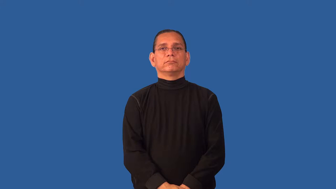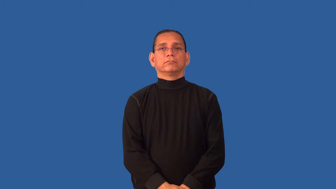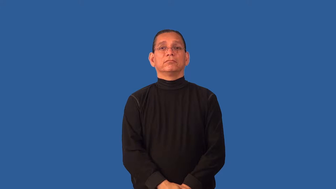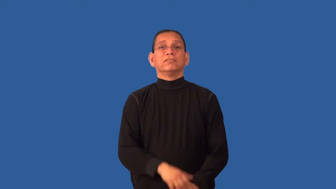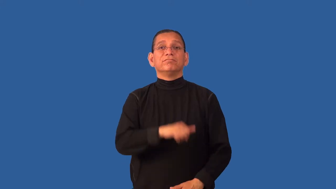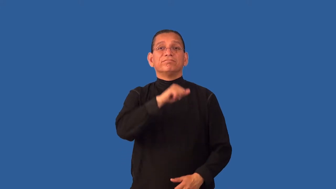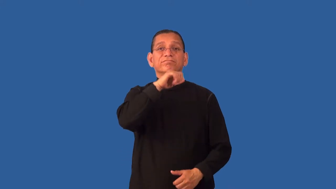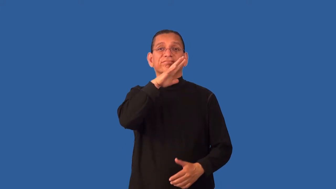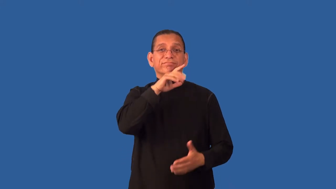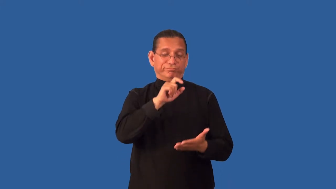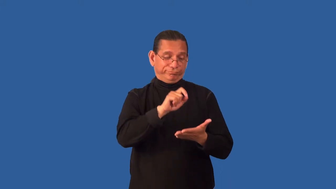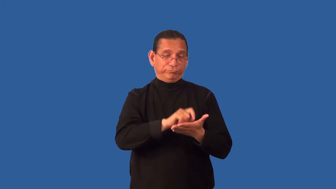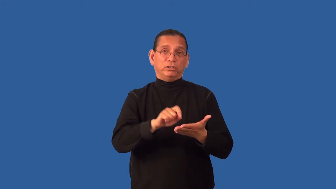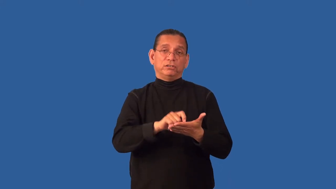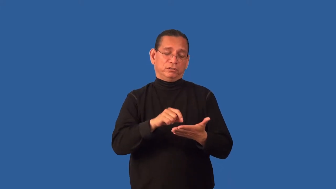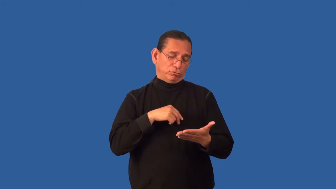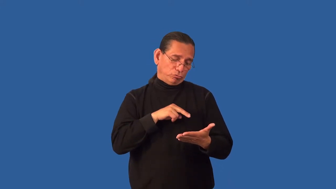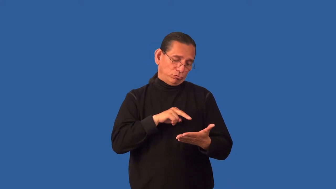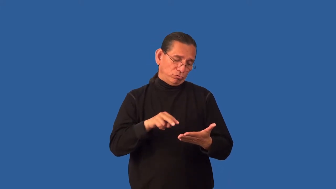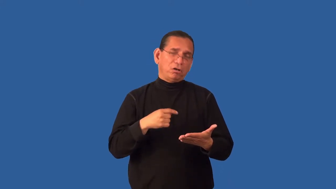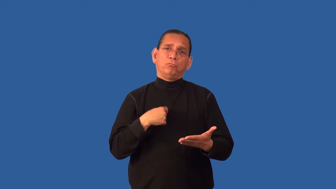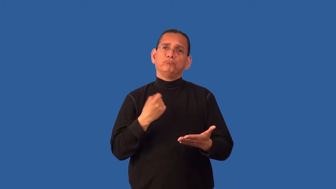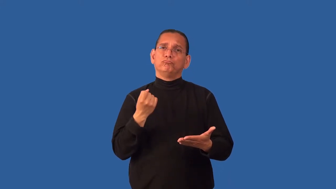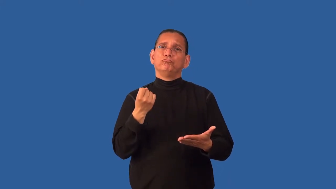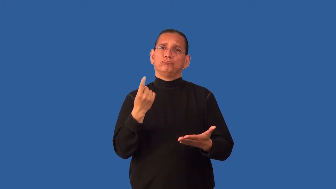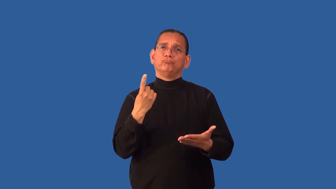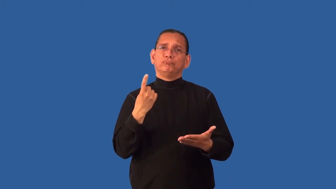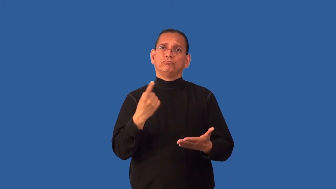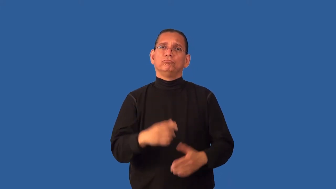decipher-read something